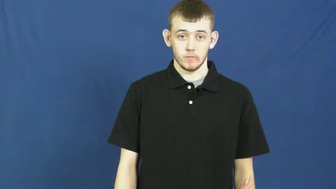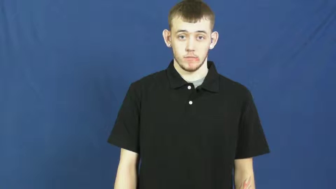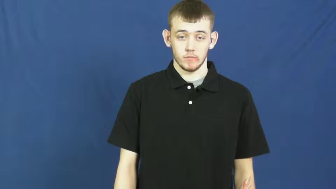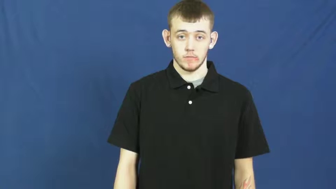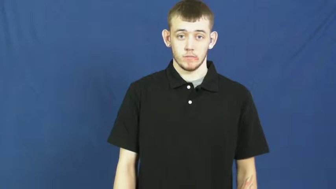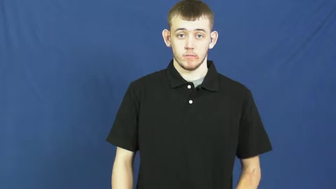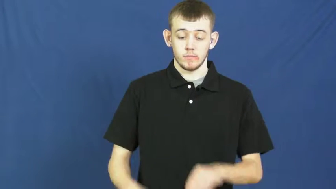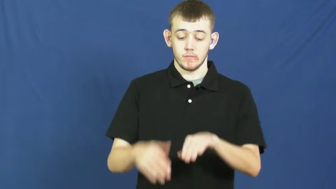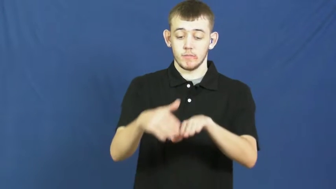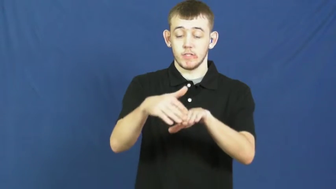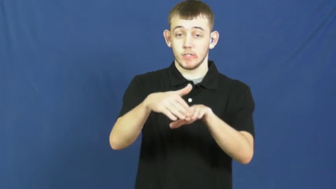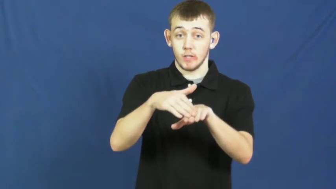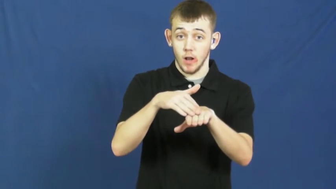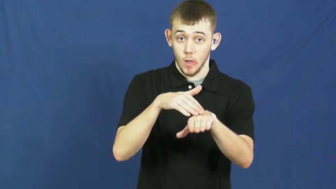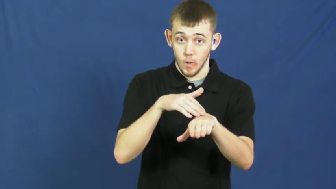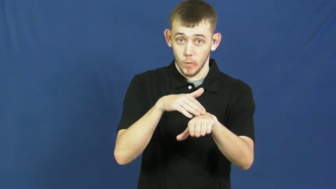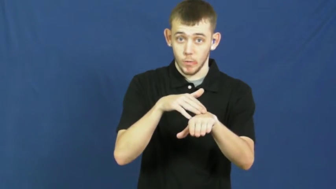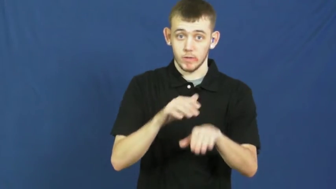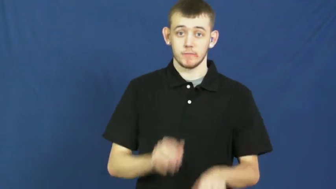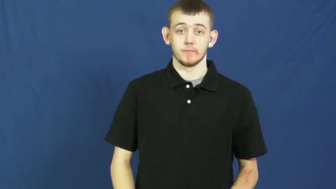slow,andante